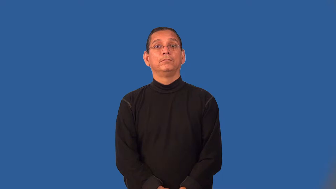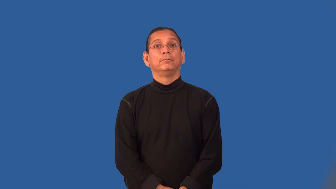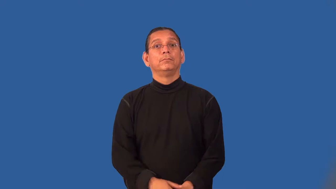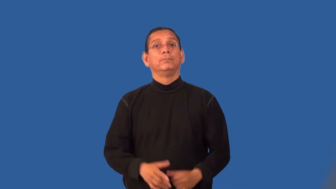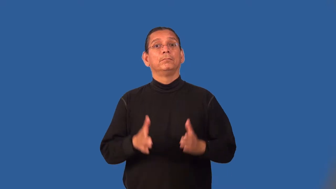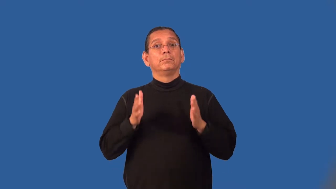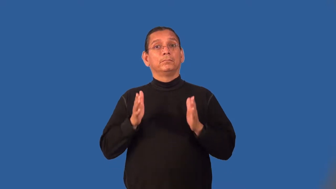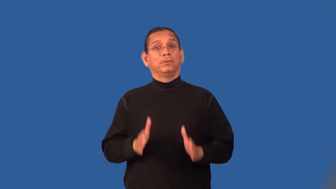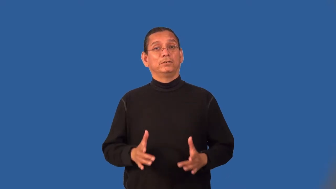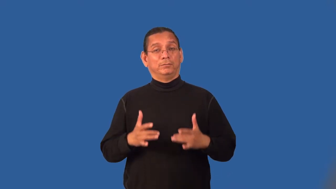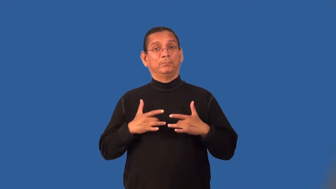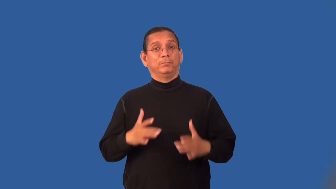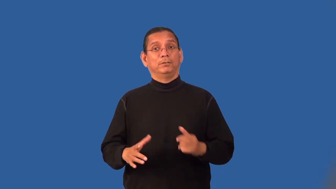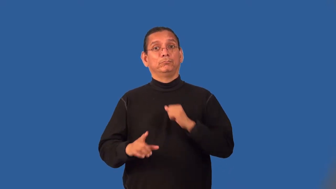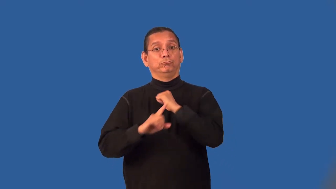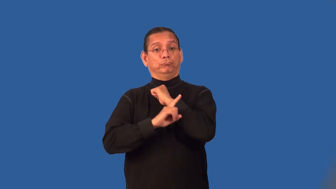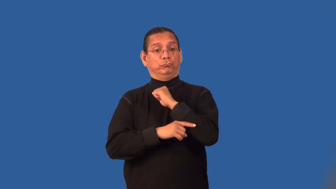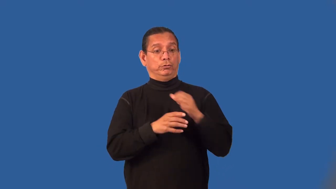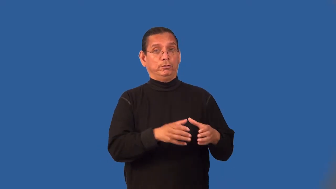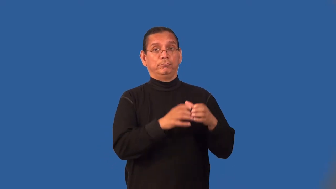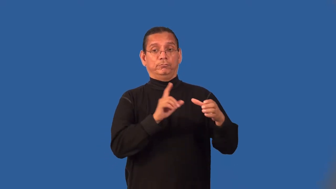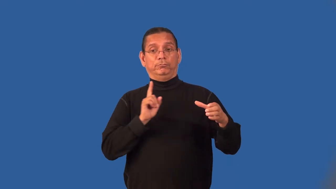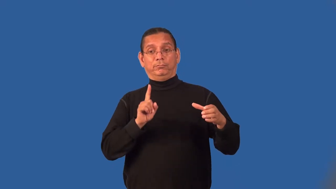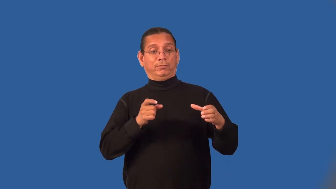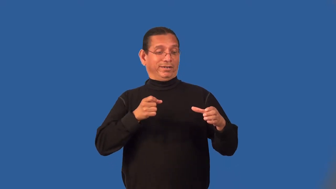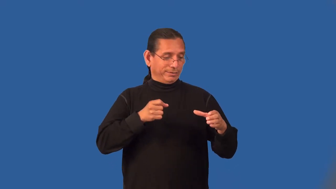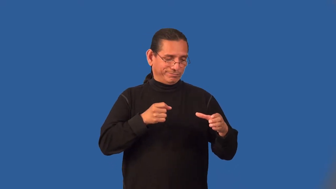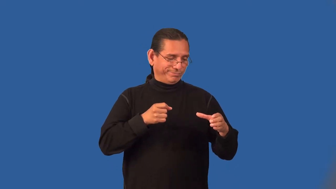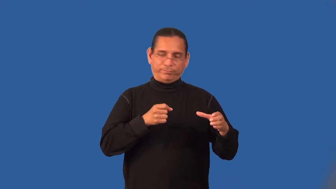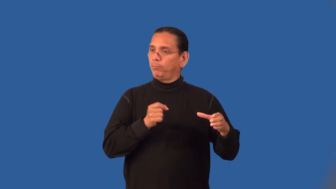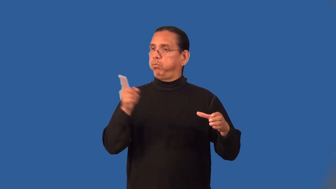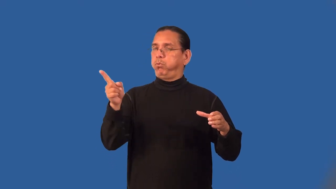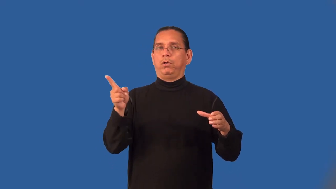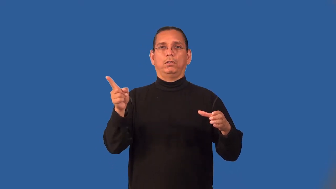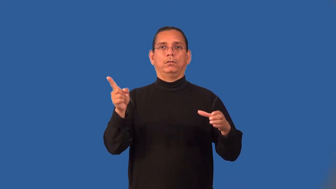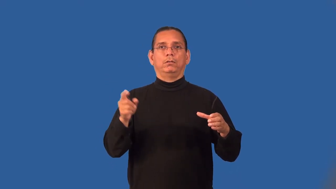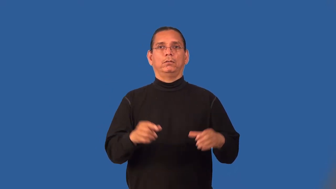litterbug